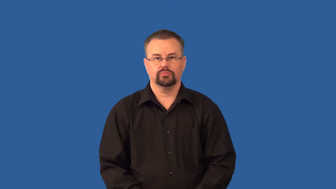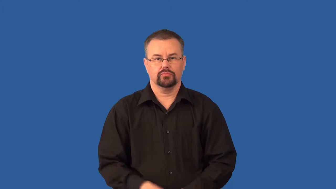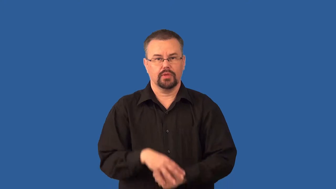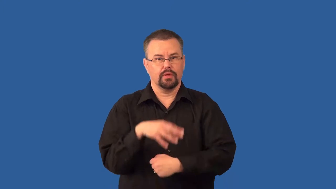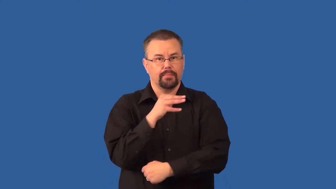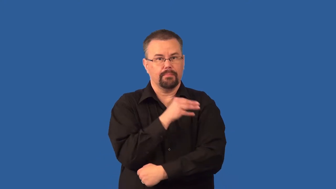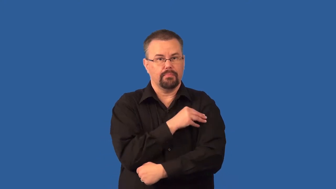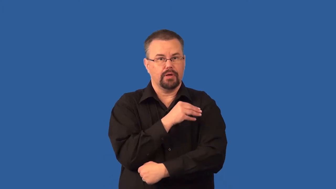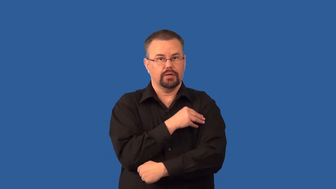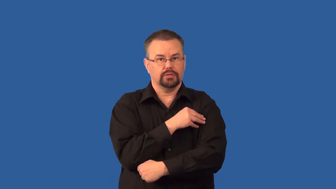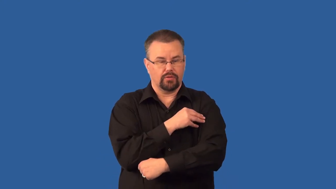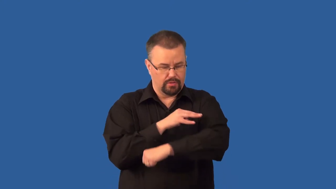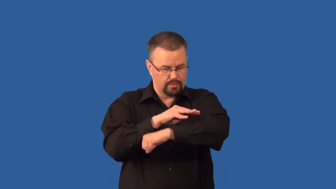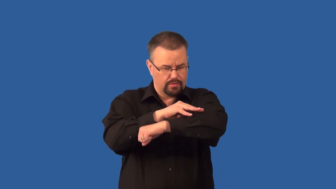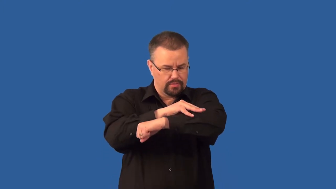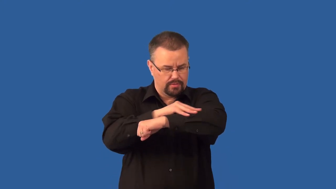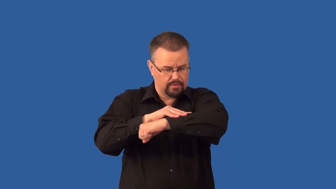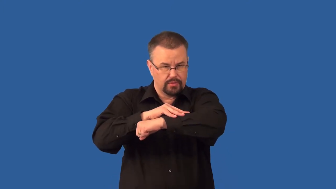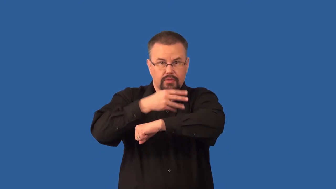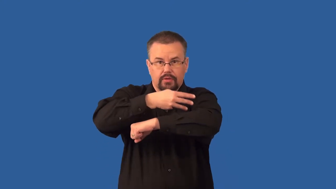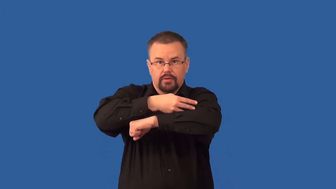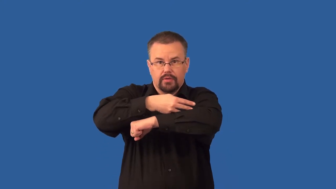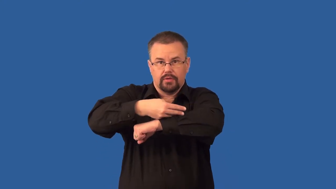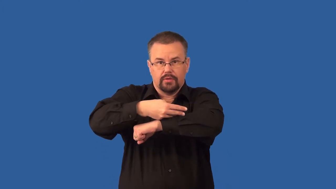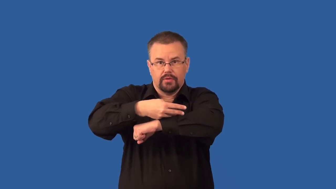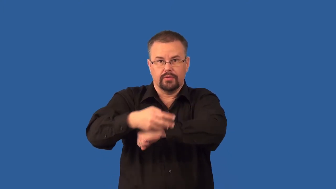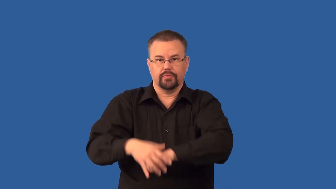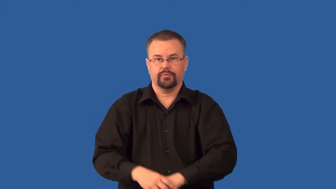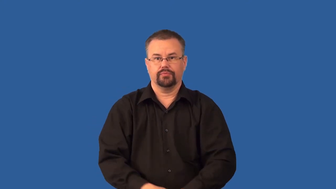striated-muscle